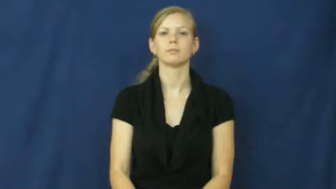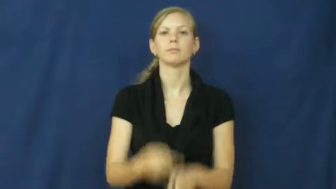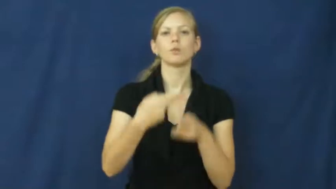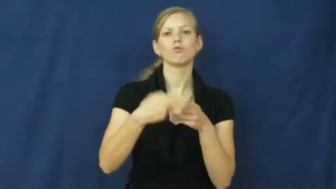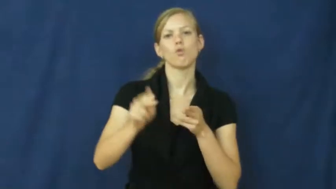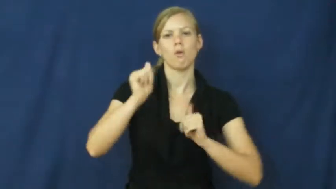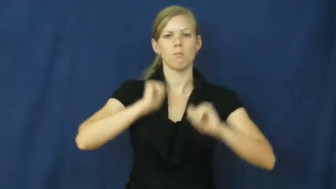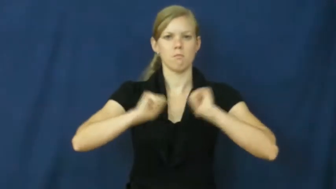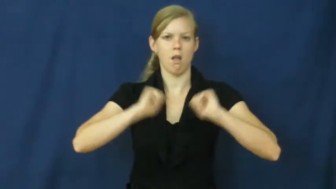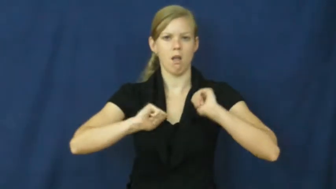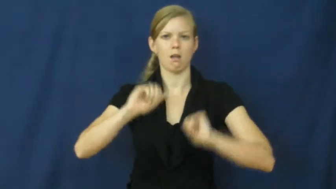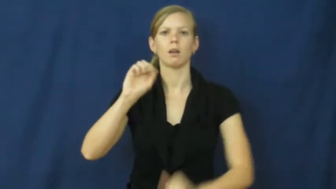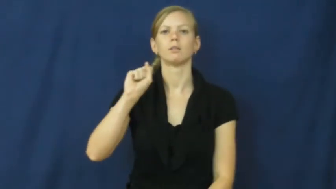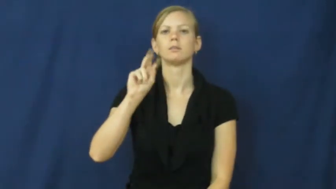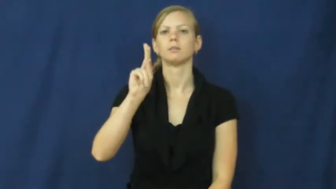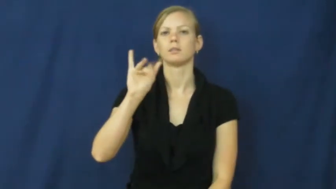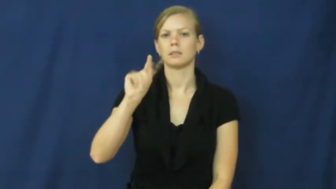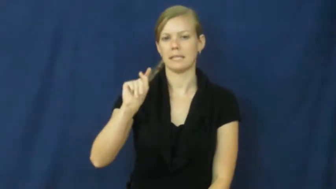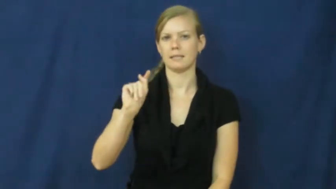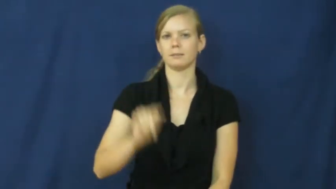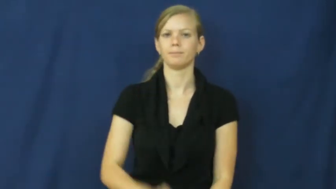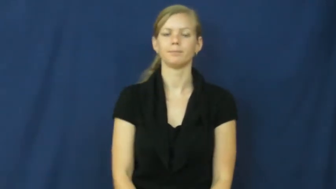skit